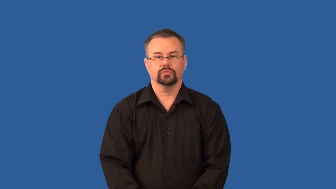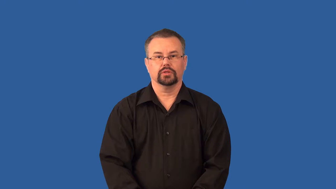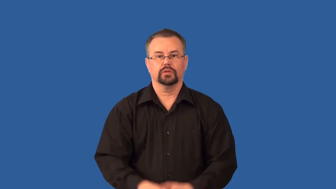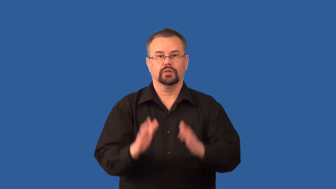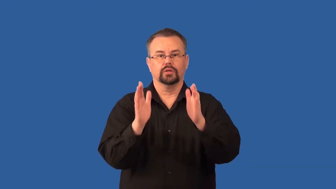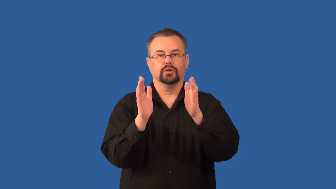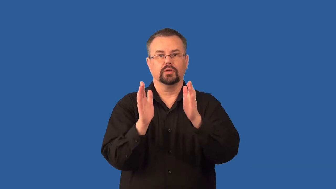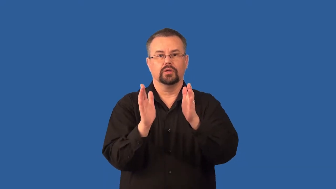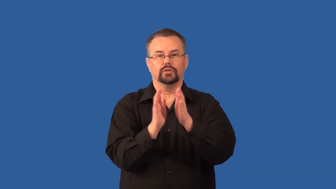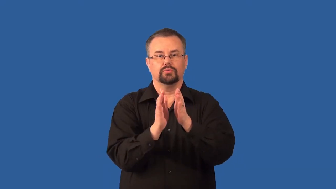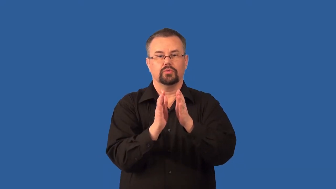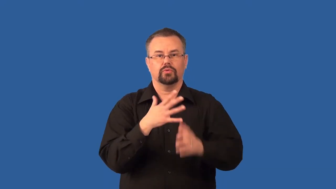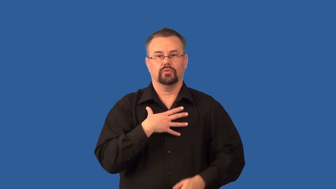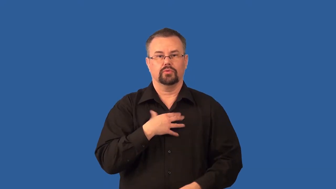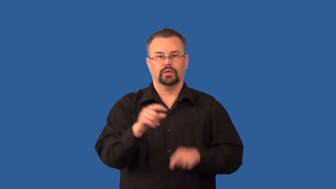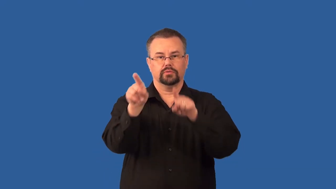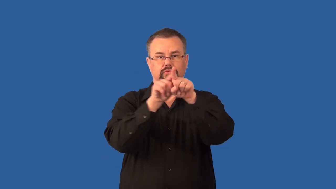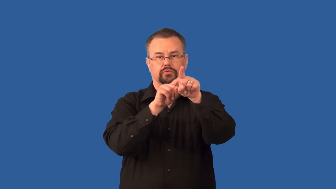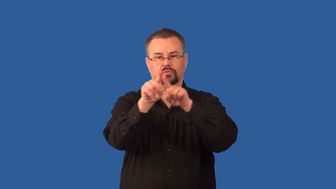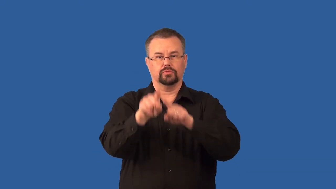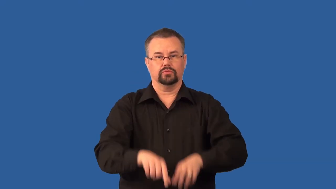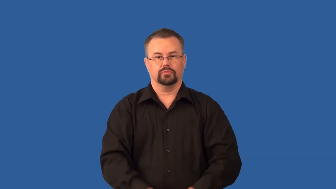dwarf-star